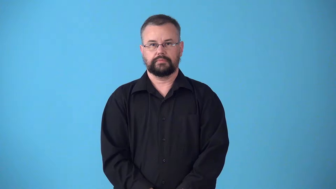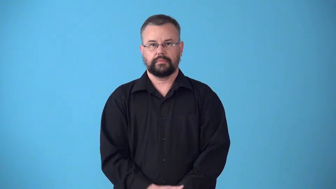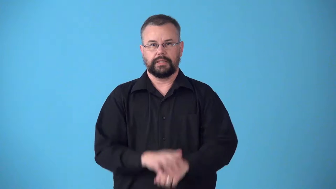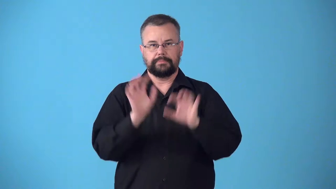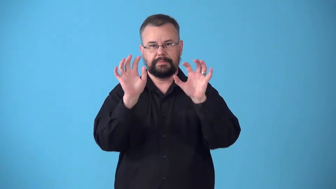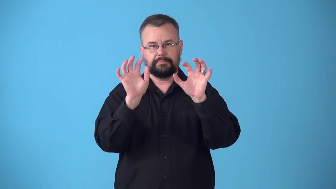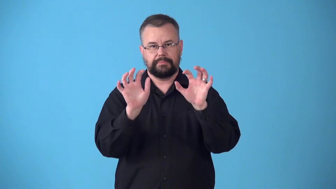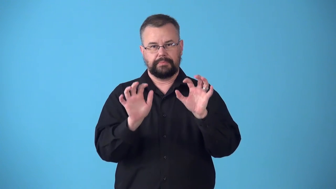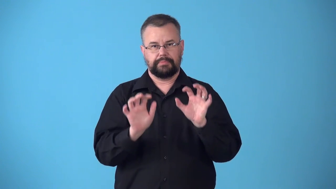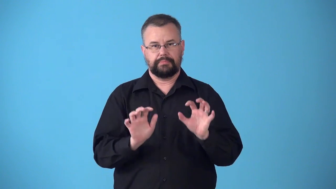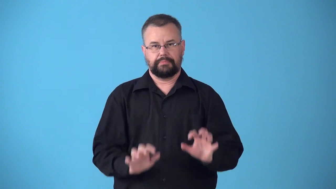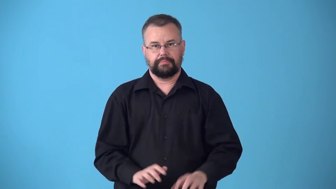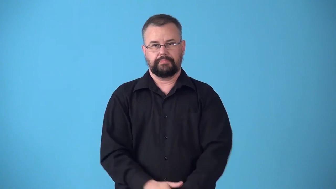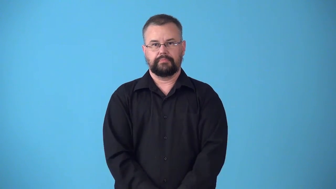stippled,mottled,blotchy